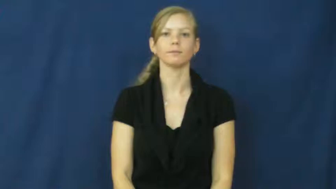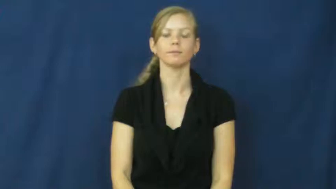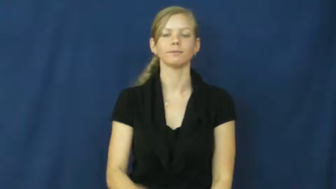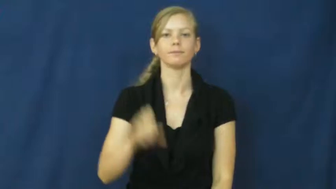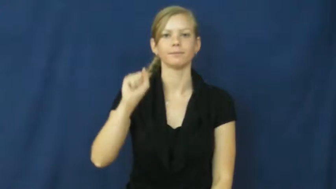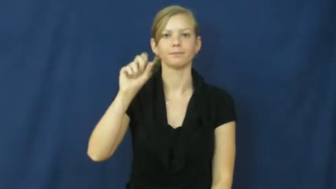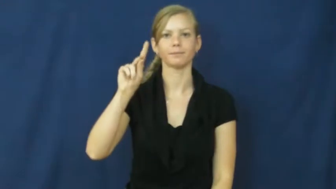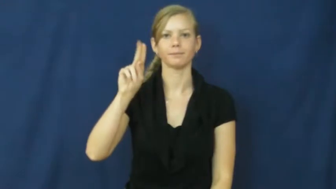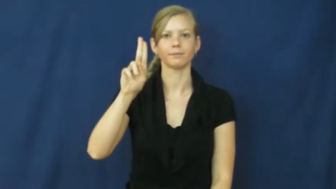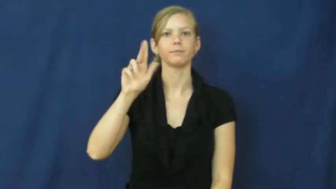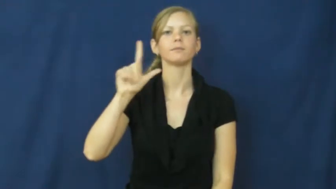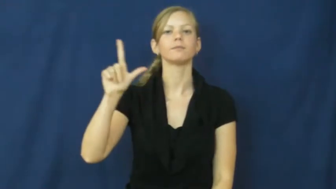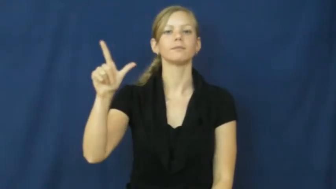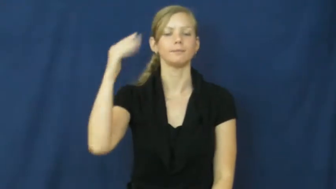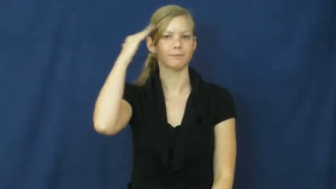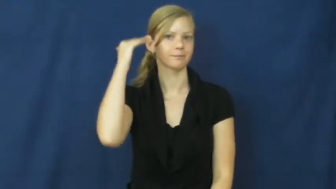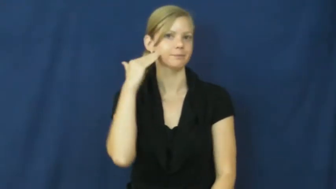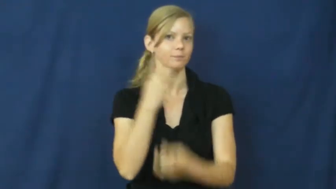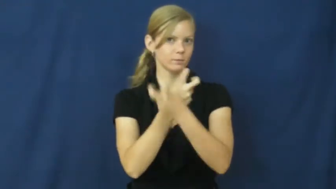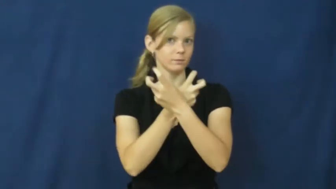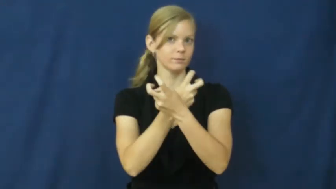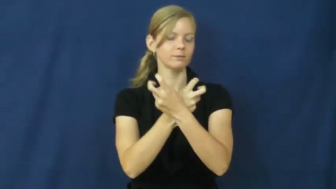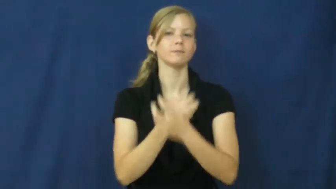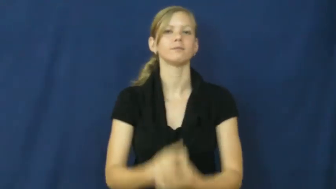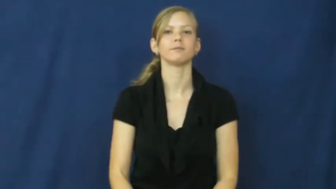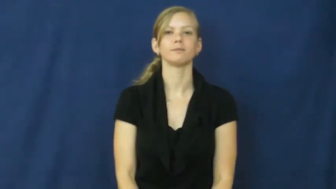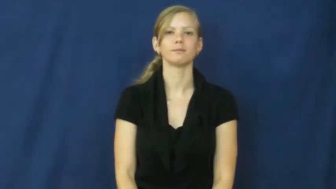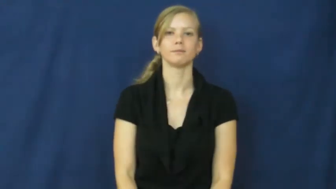skull